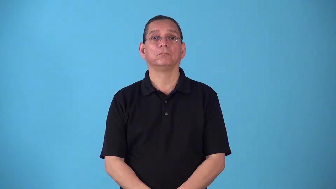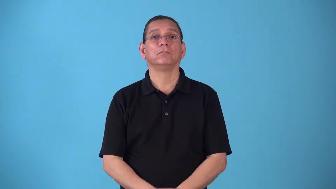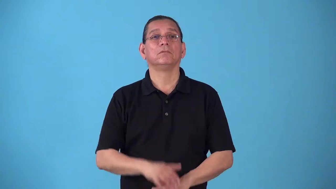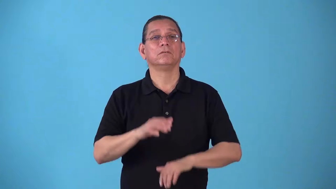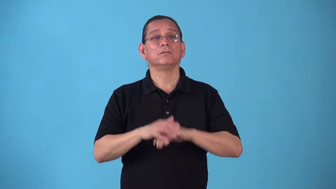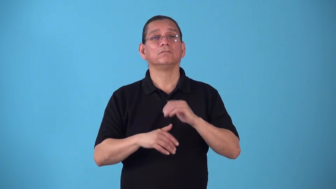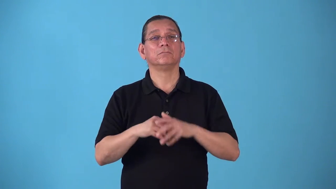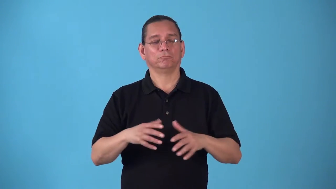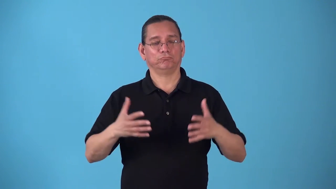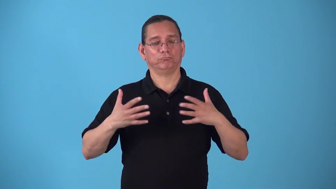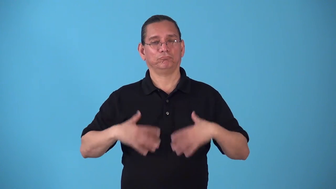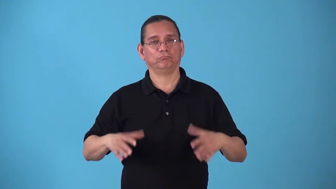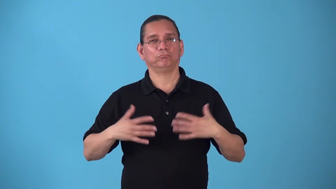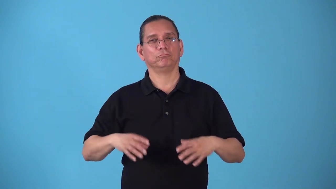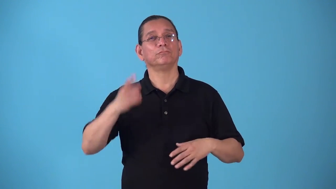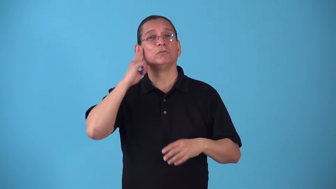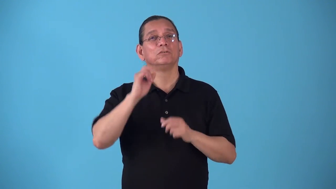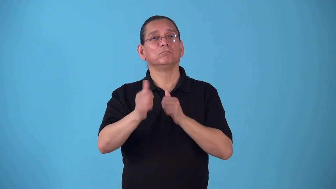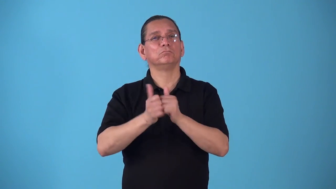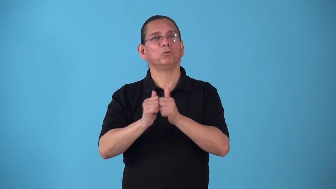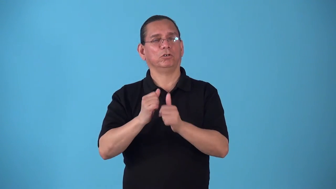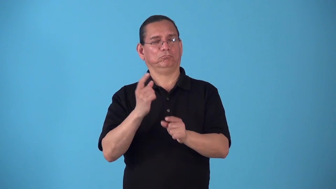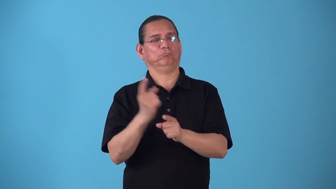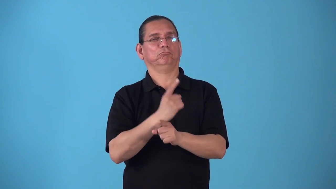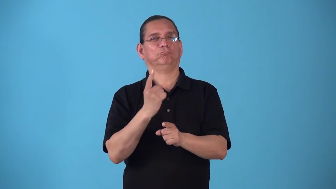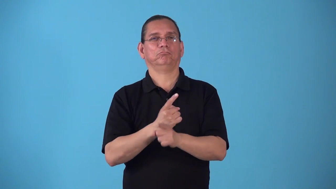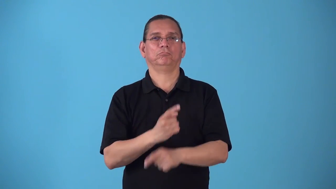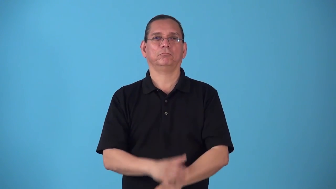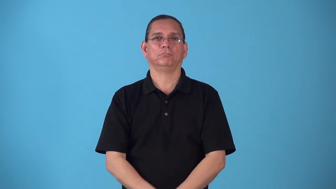sportswear